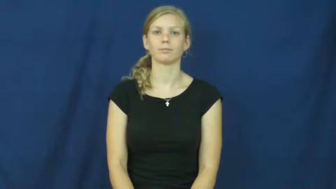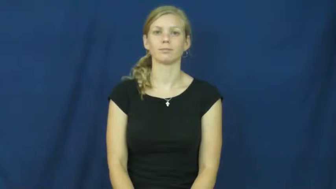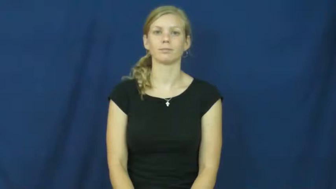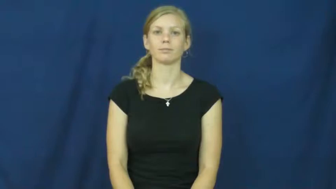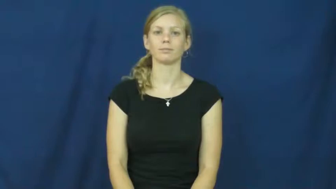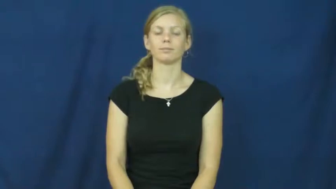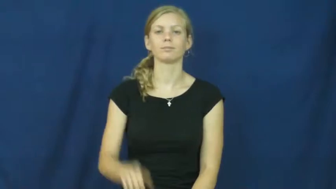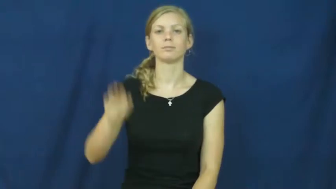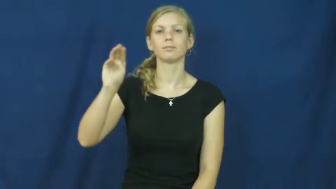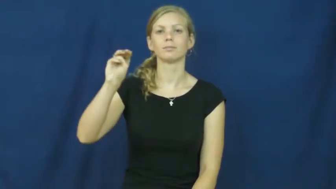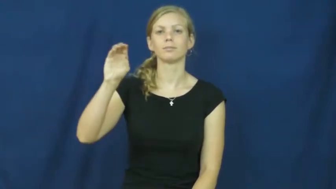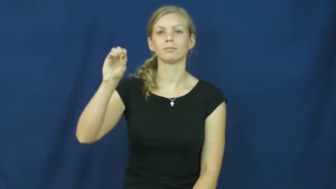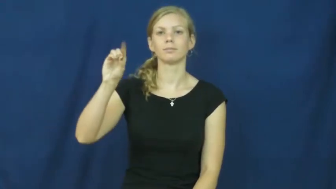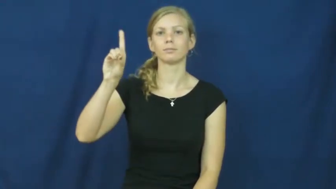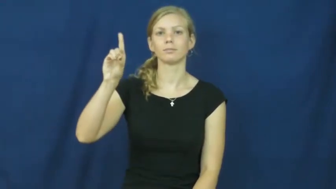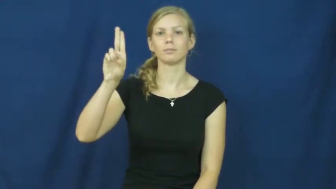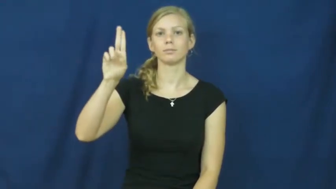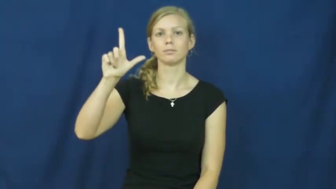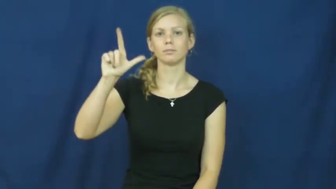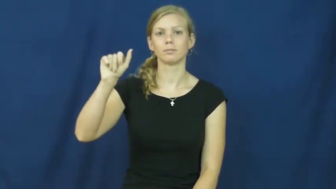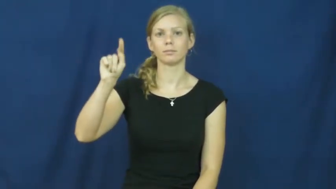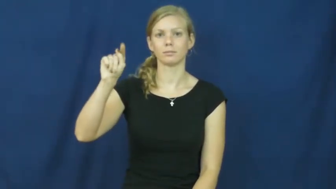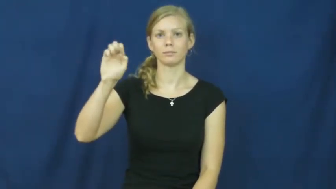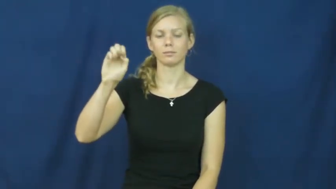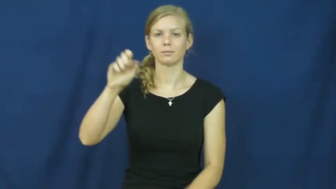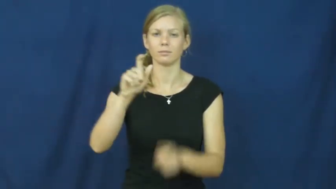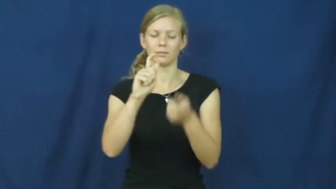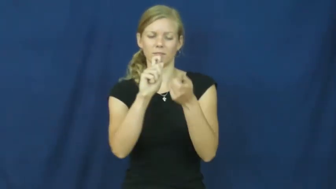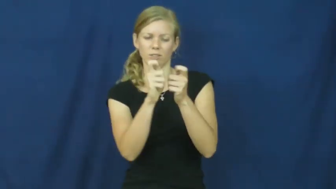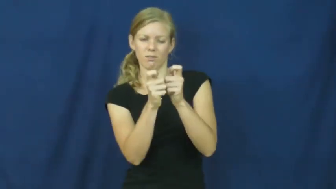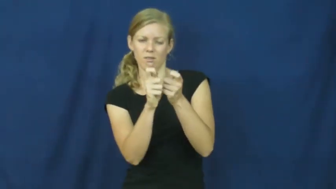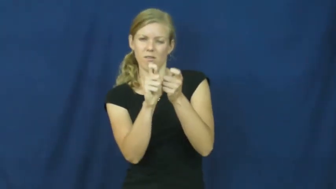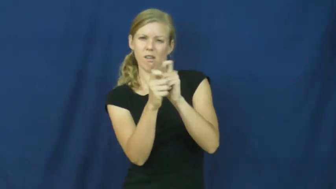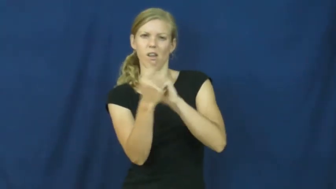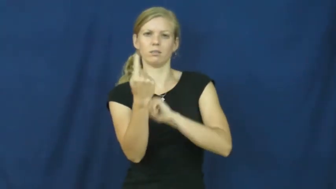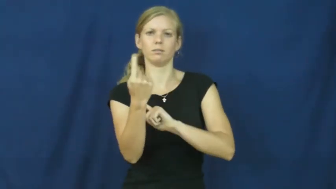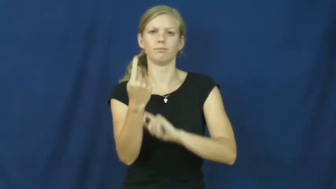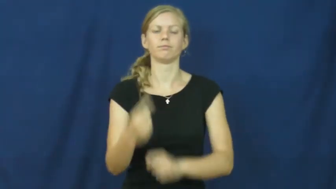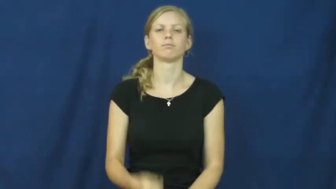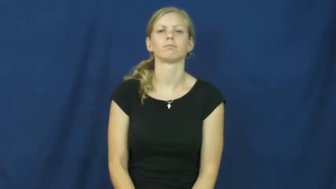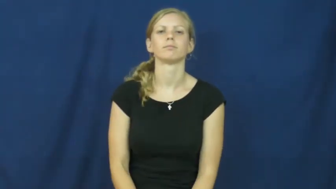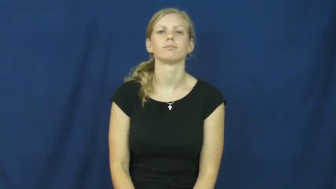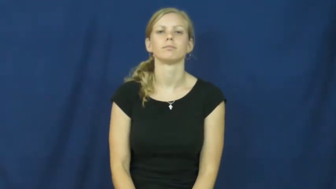modulate